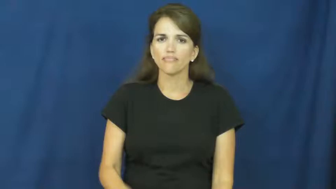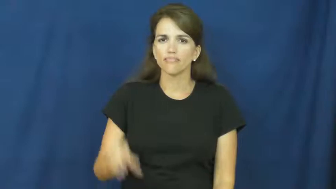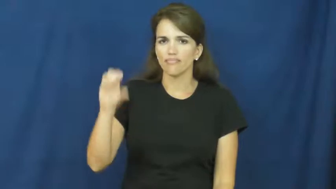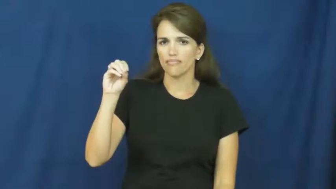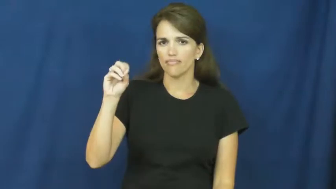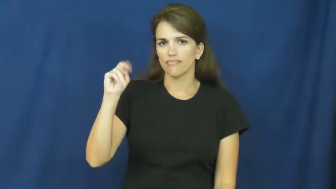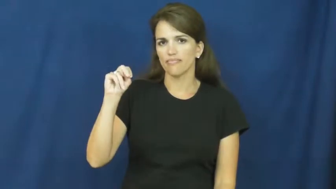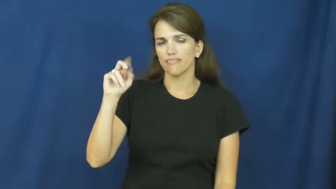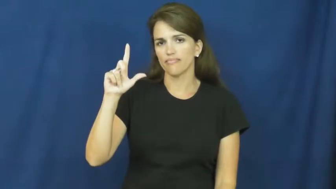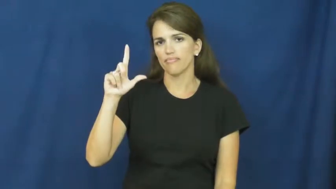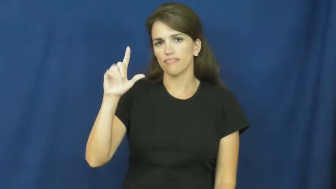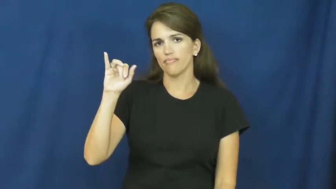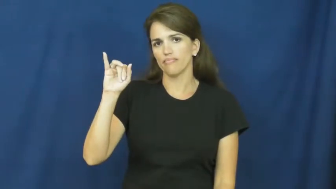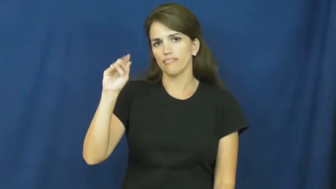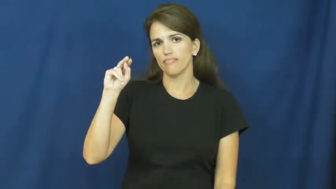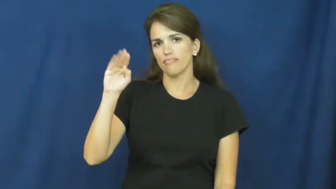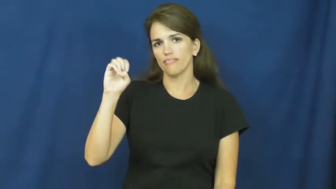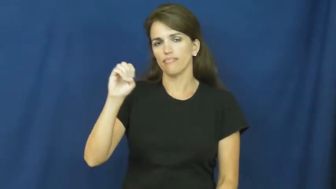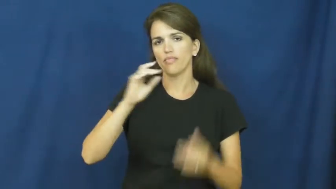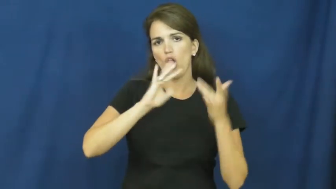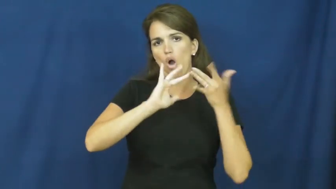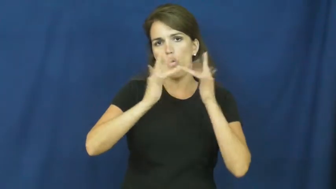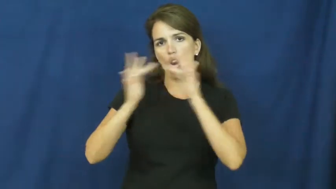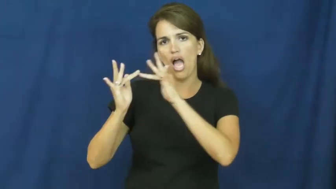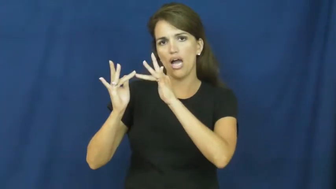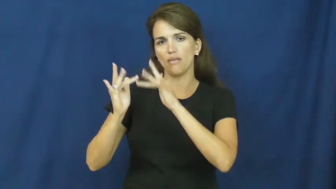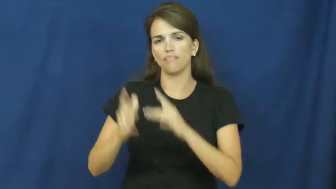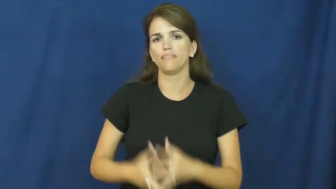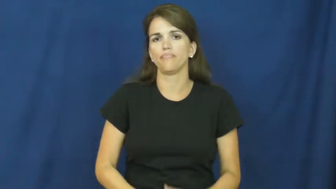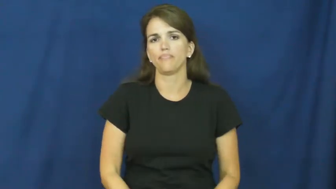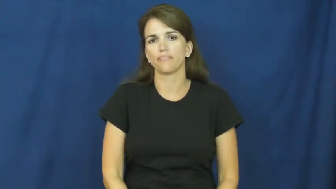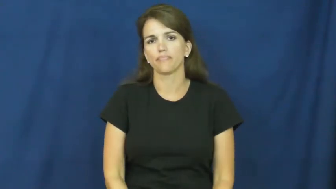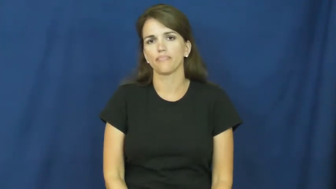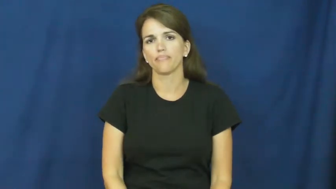online